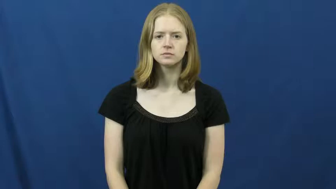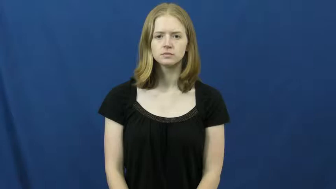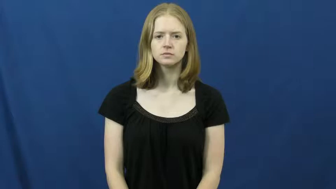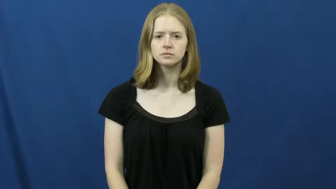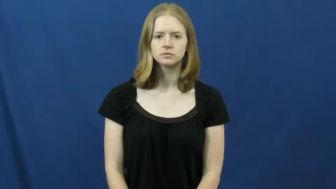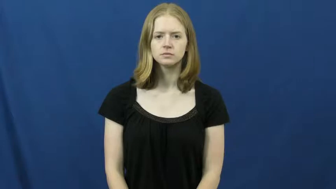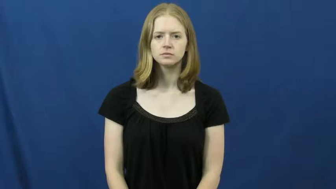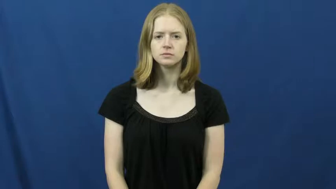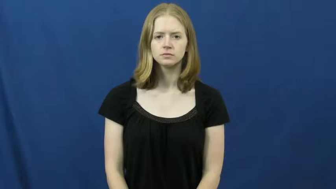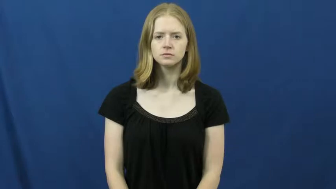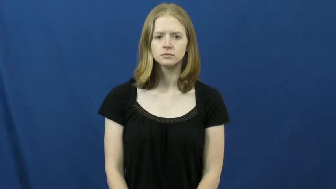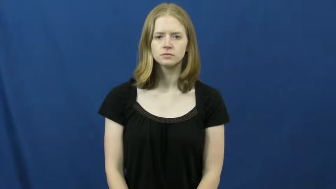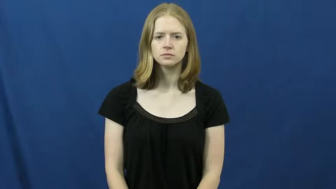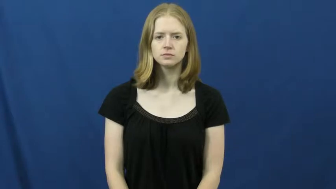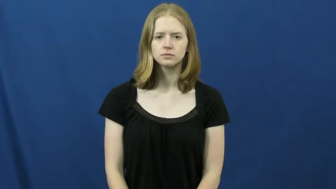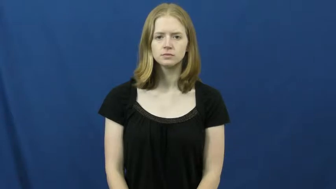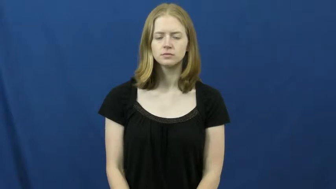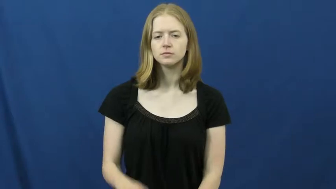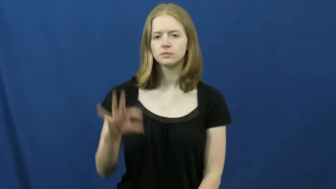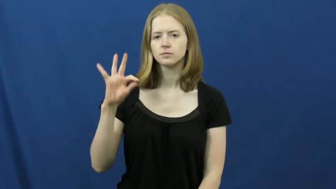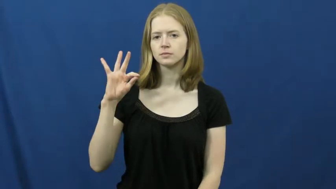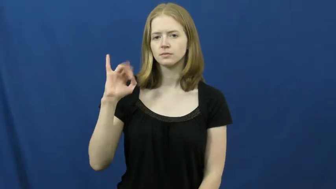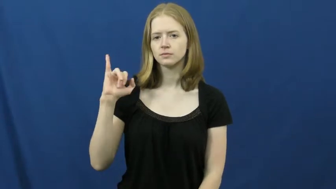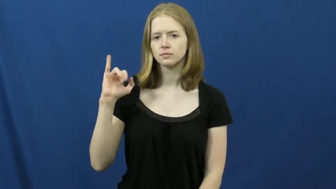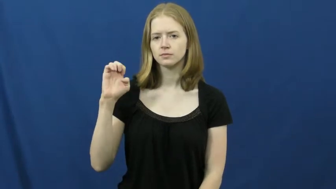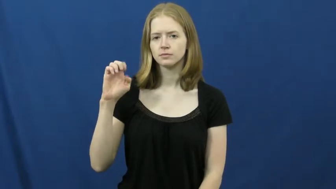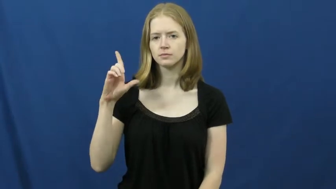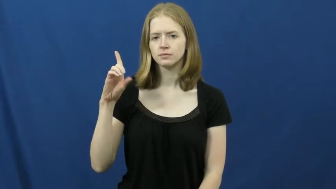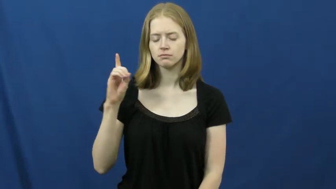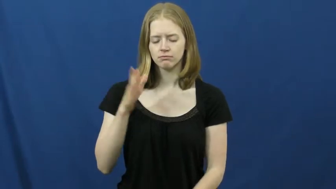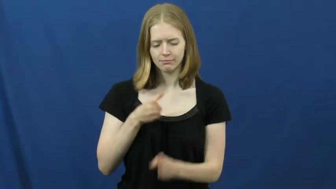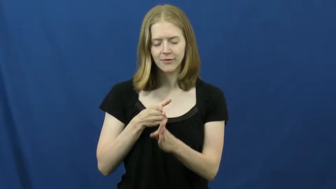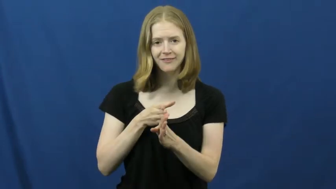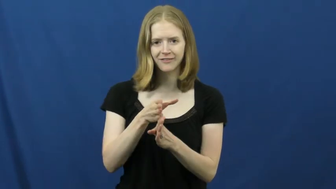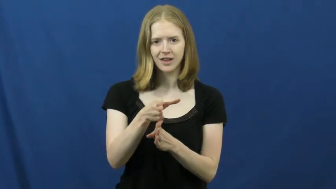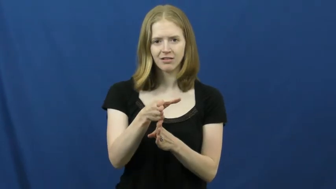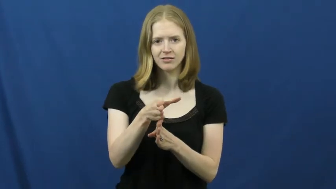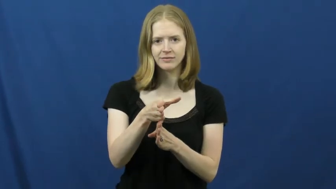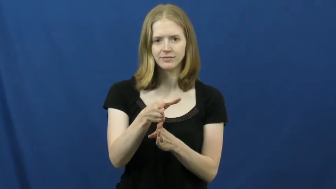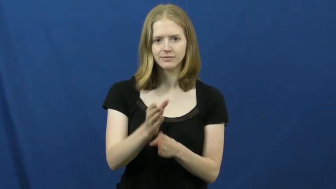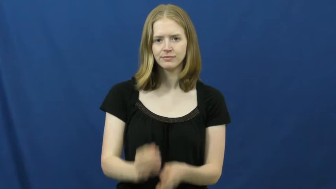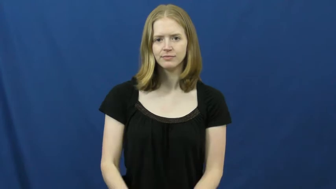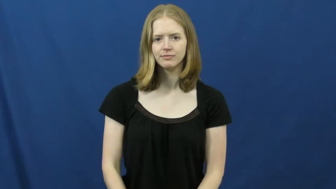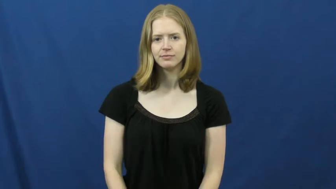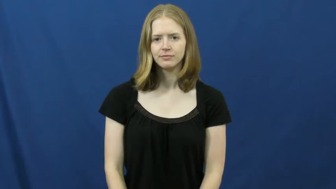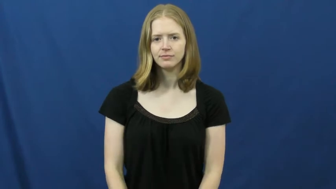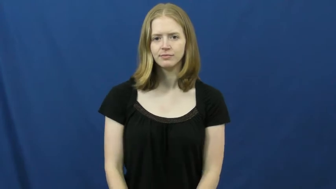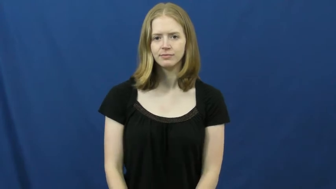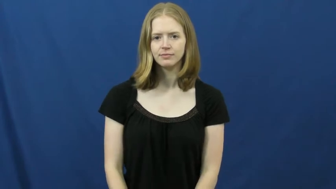field-career